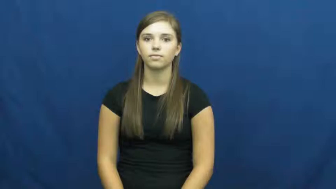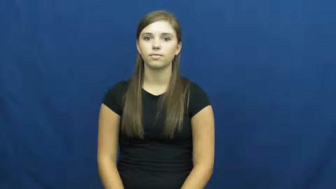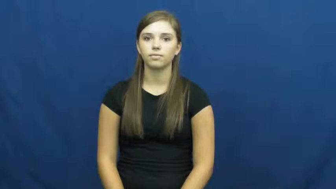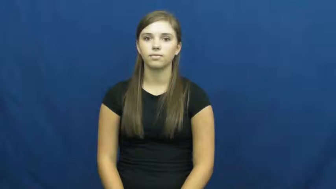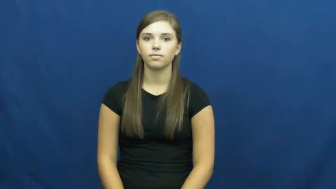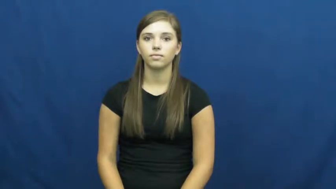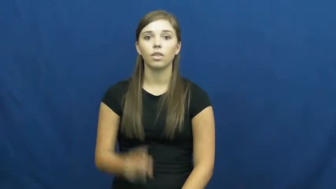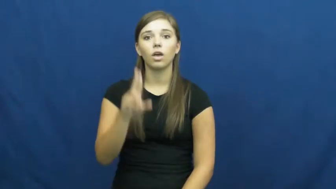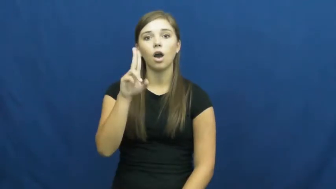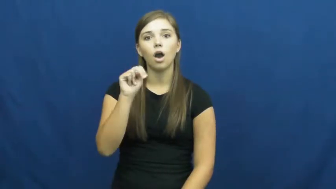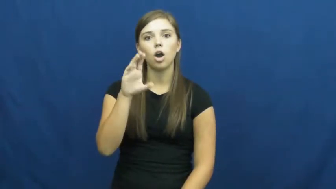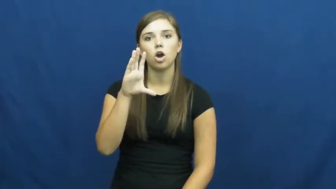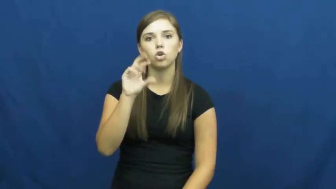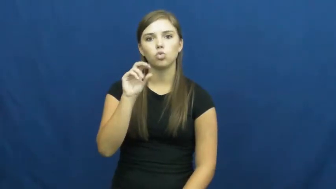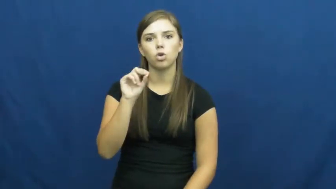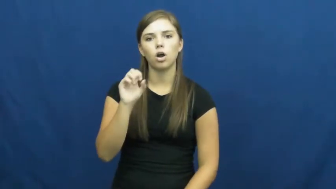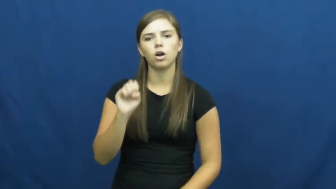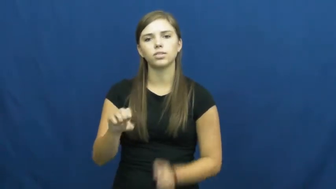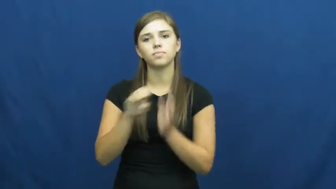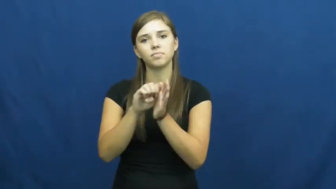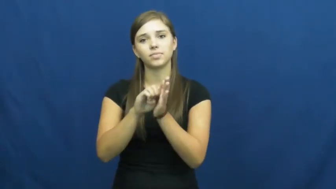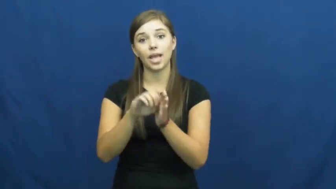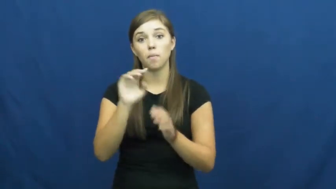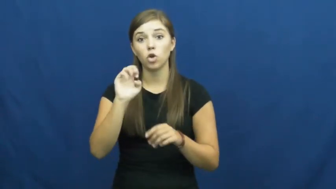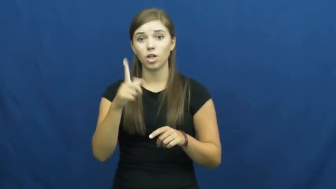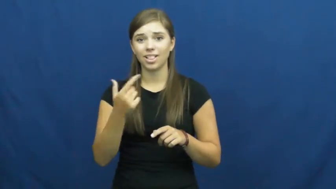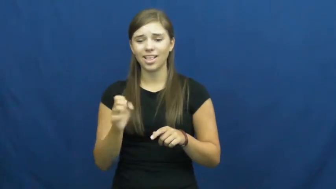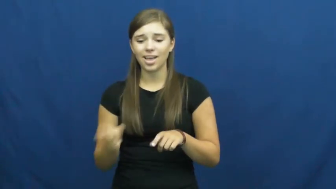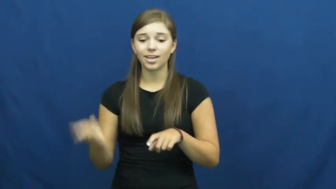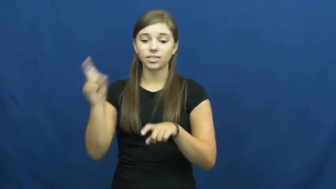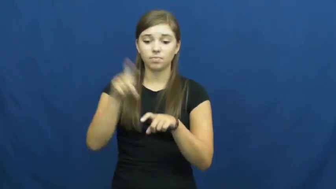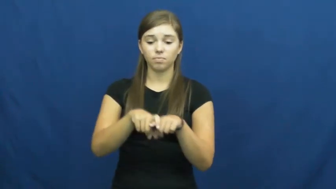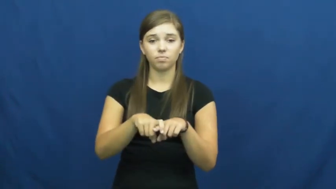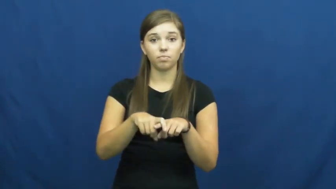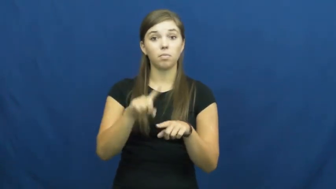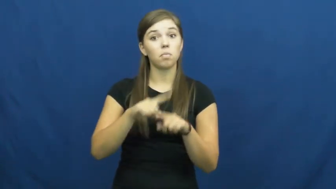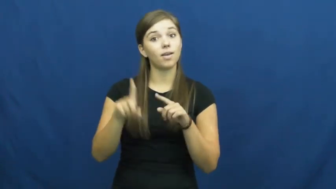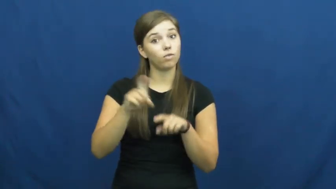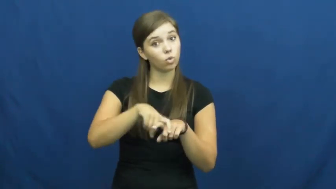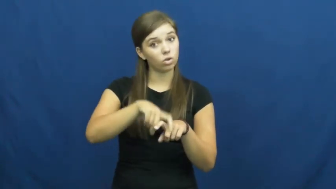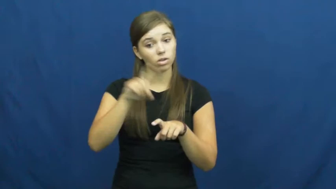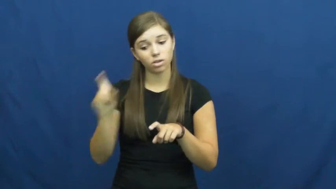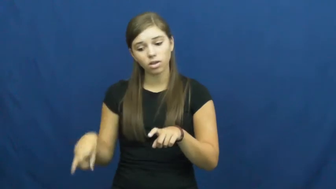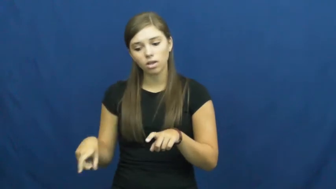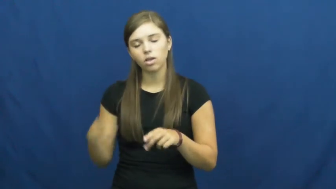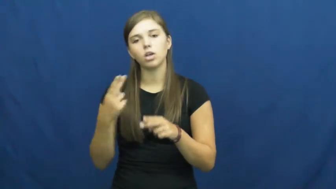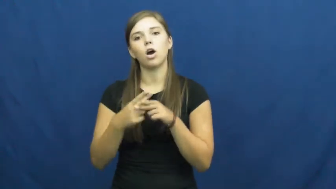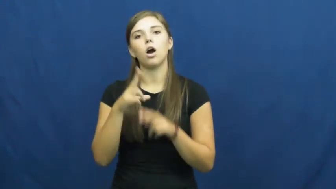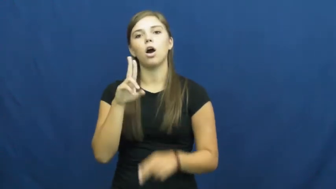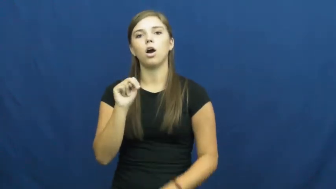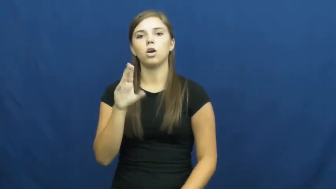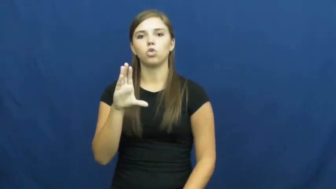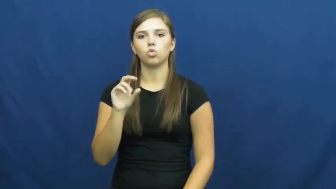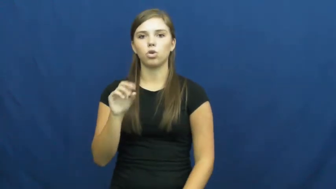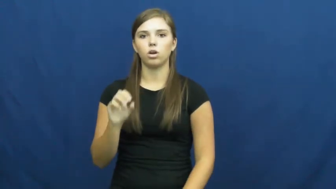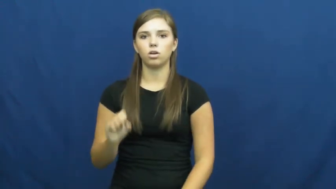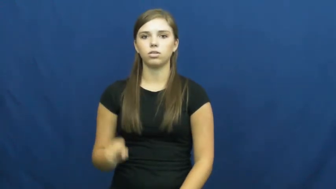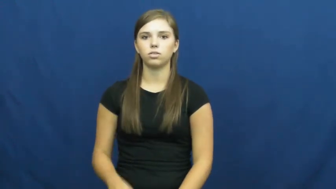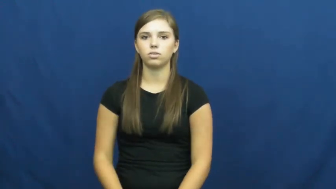uncross